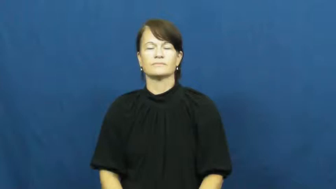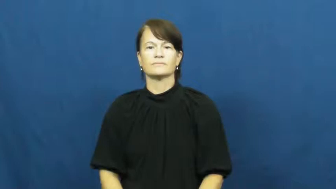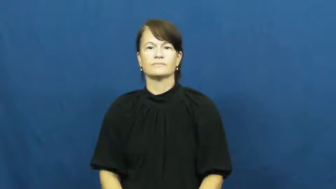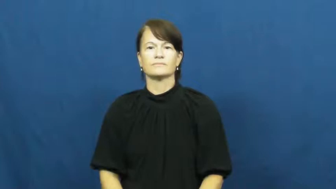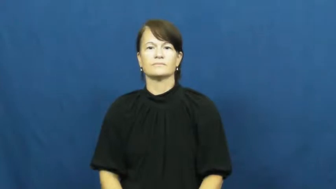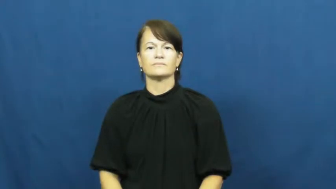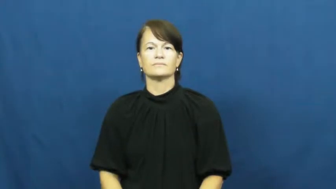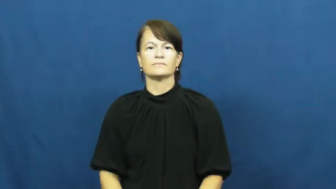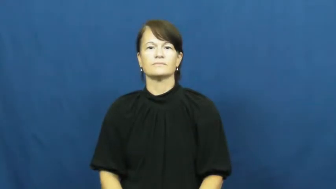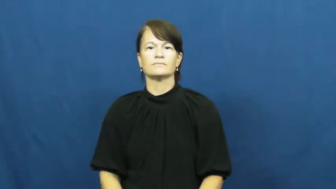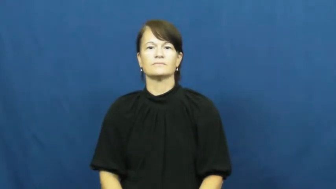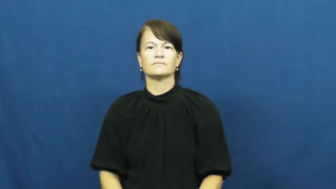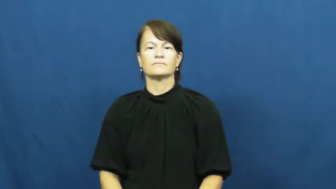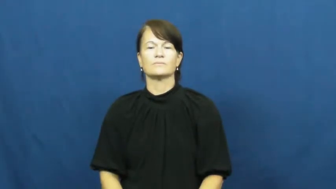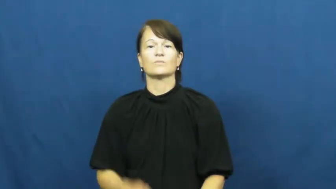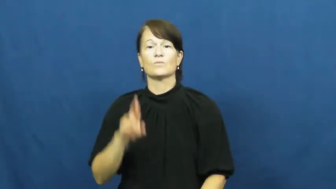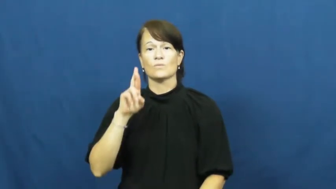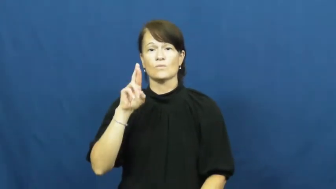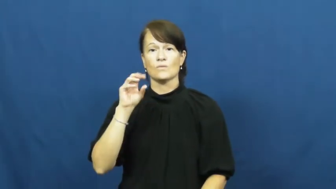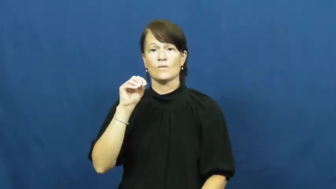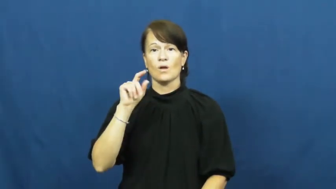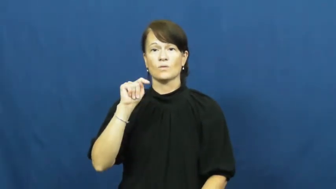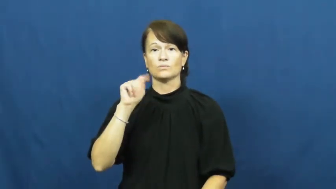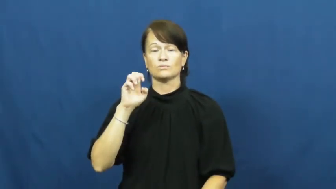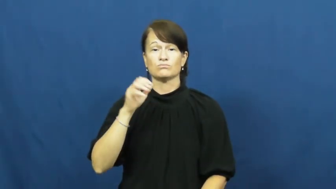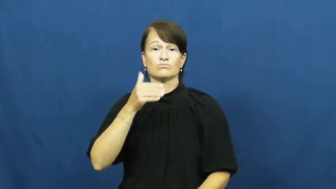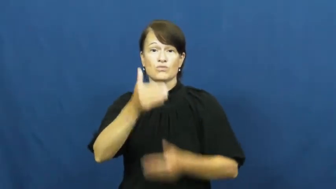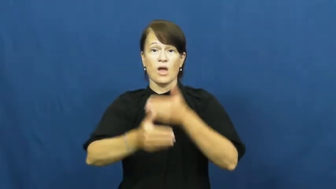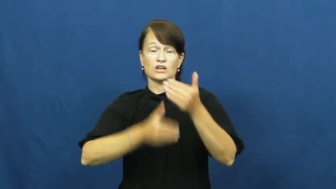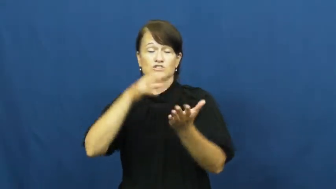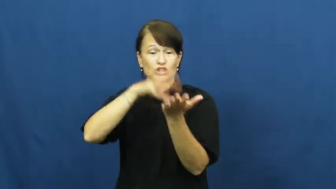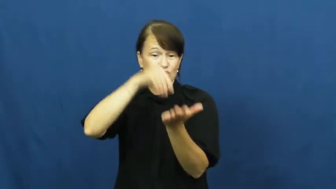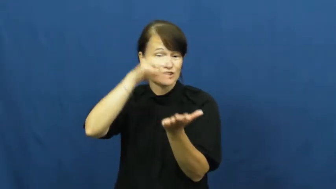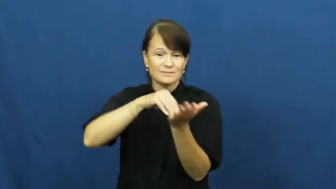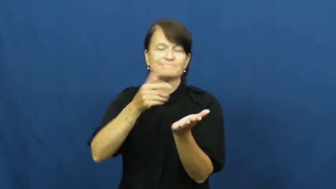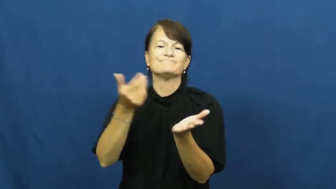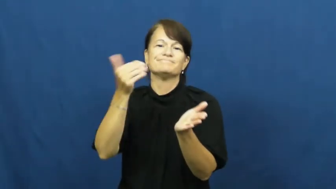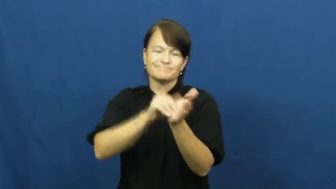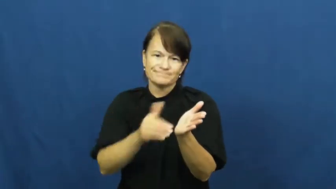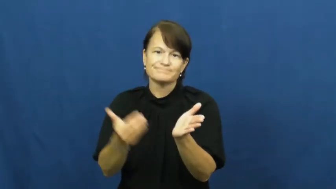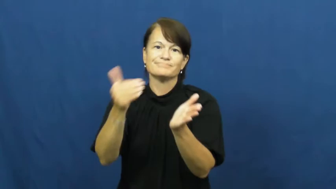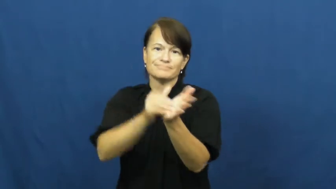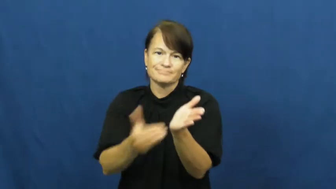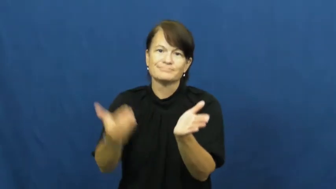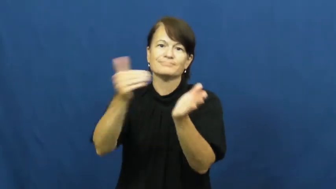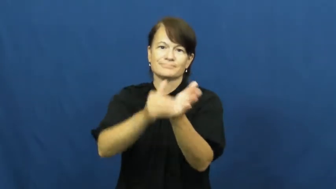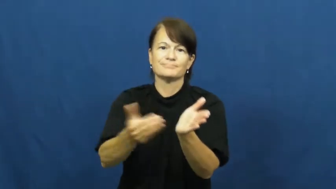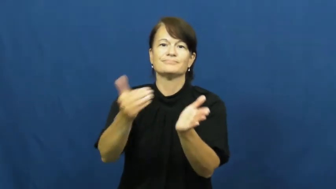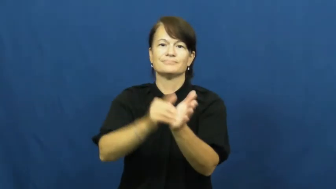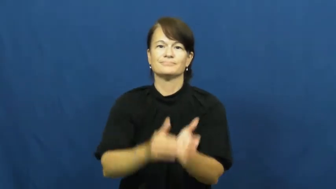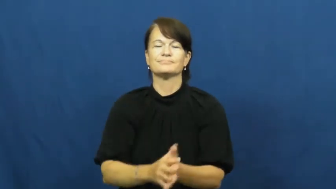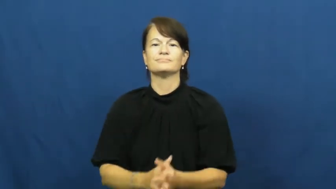rote